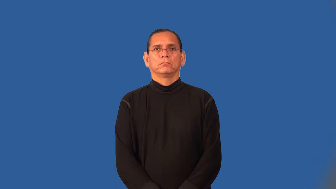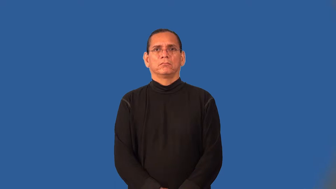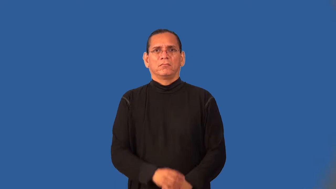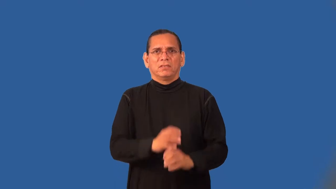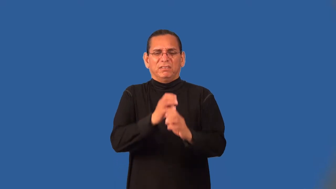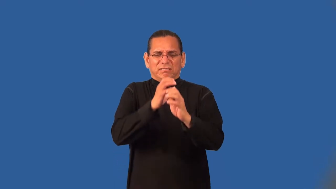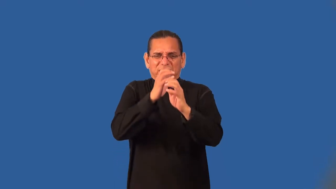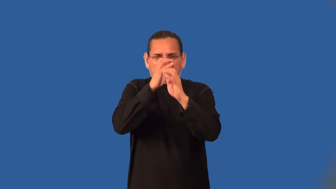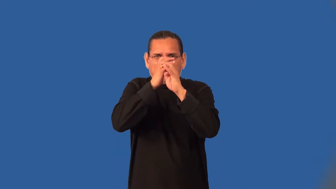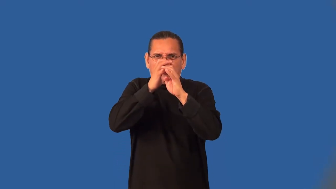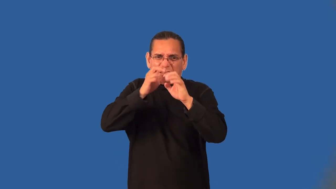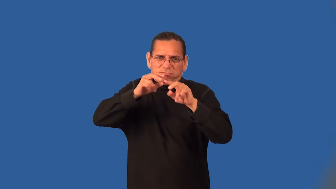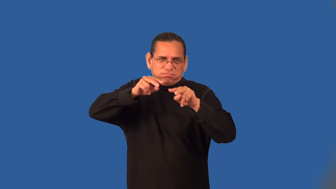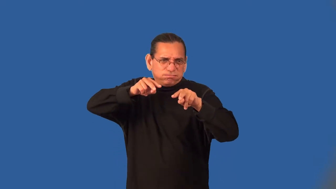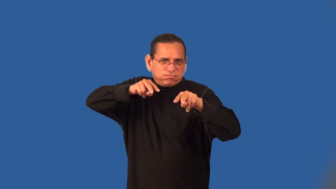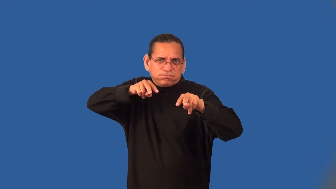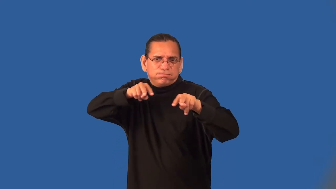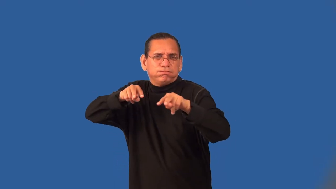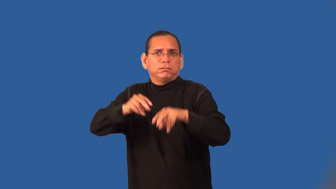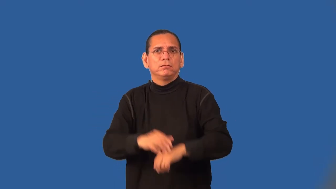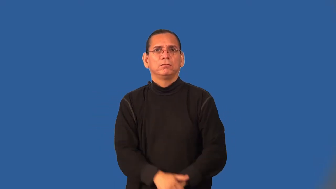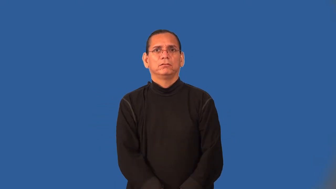tight-security